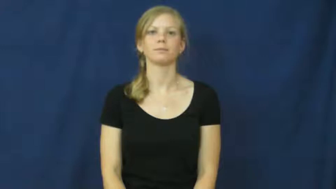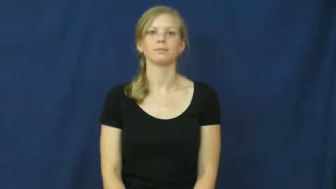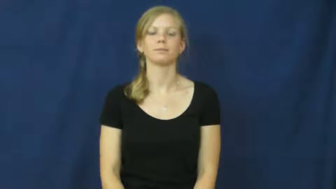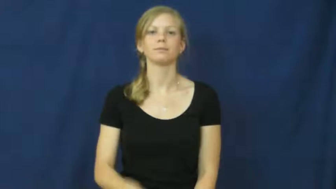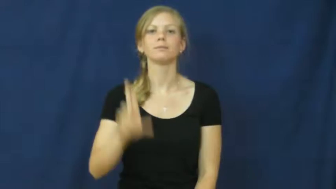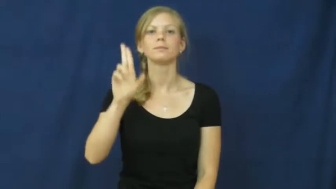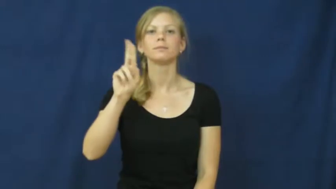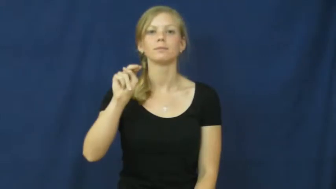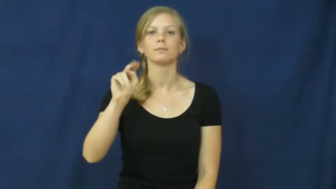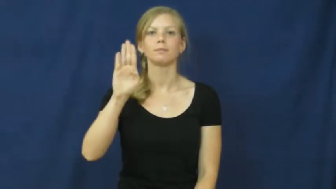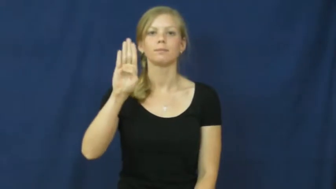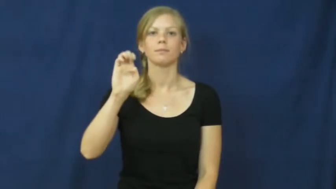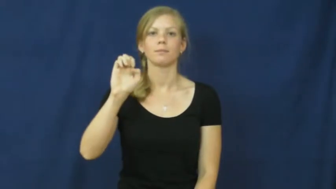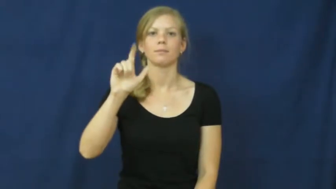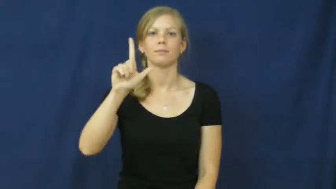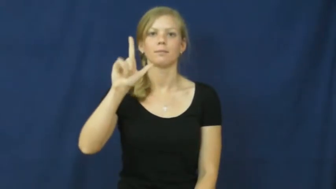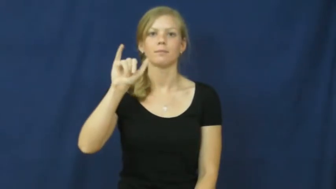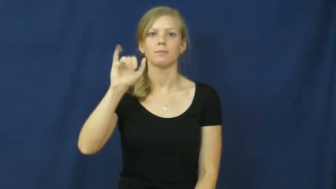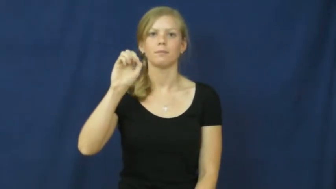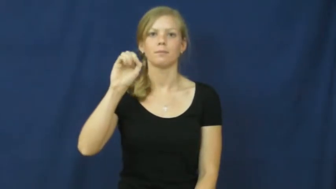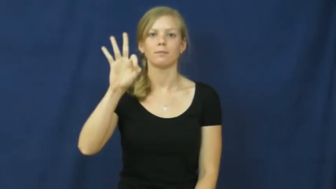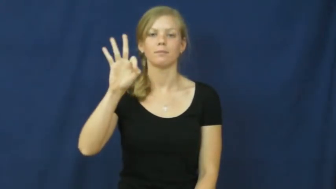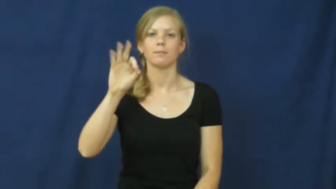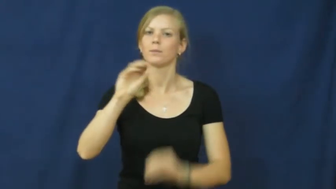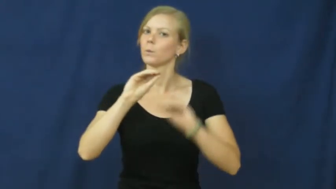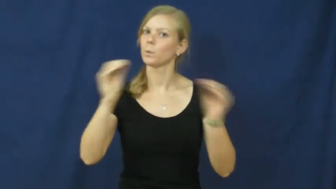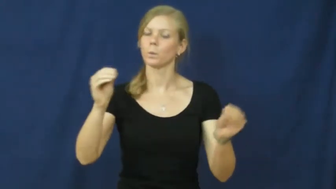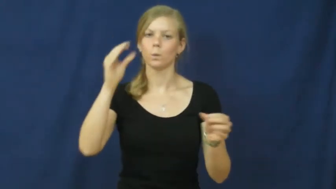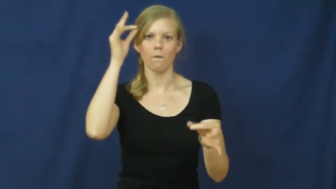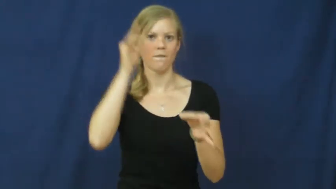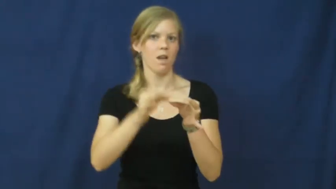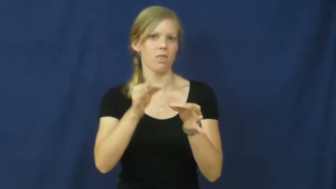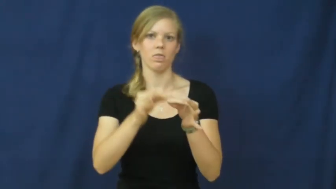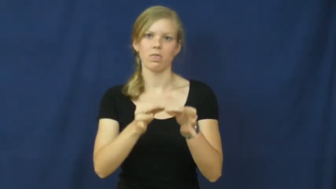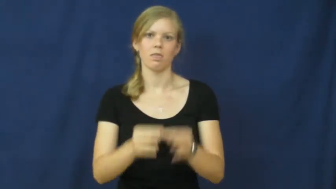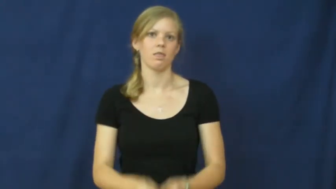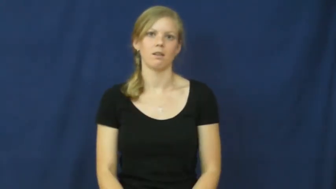unbelief